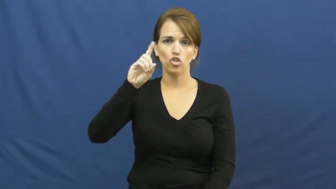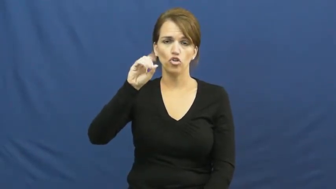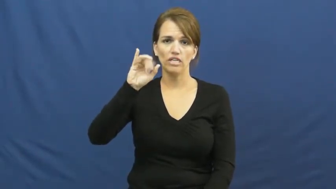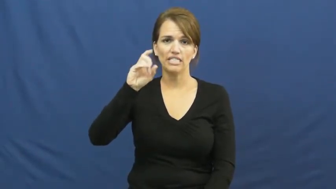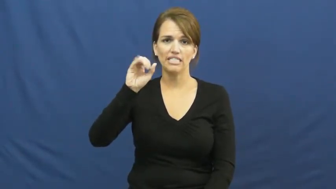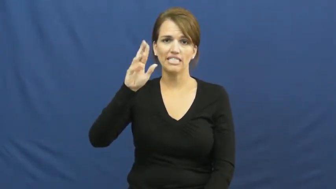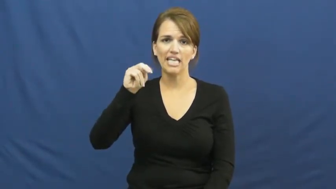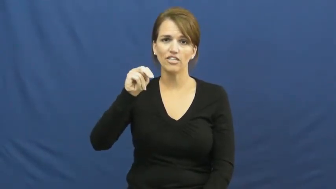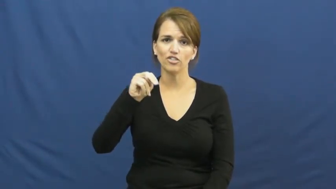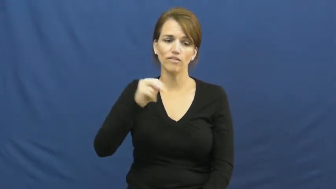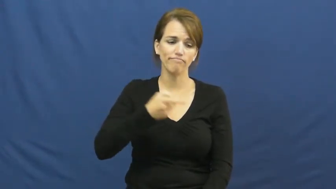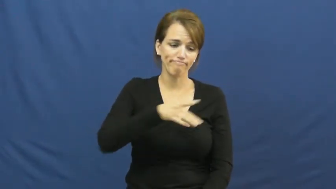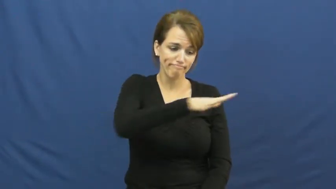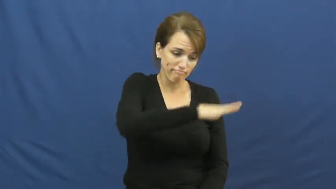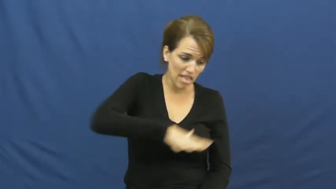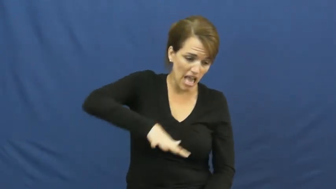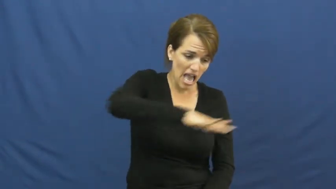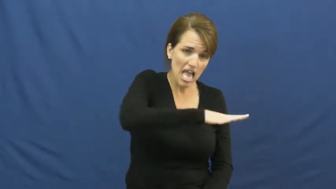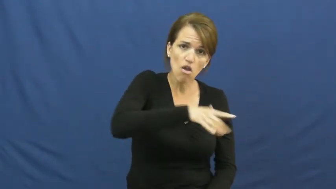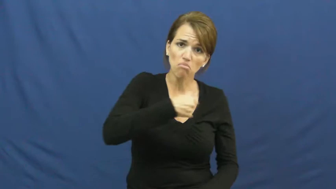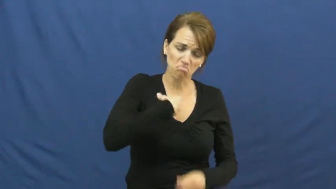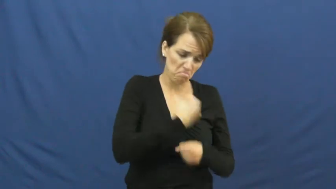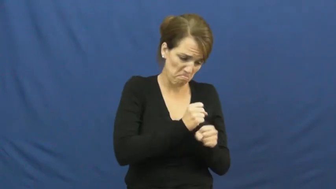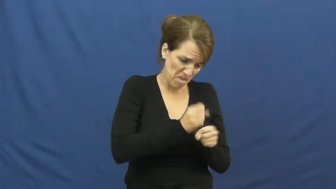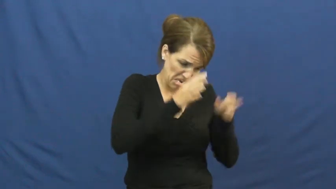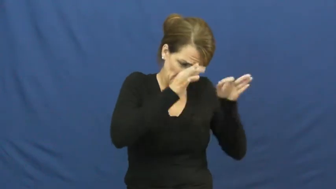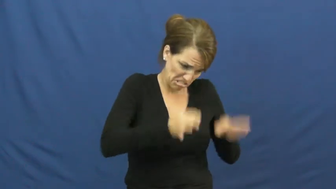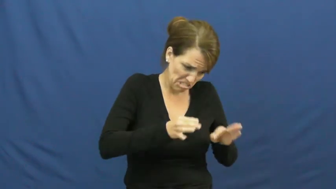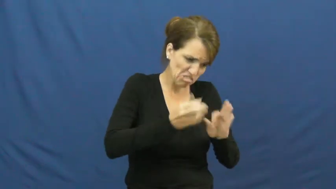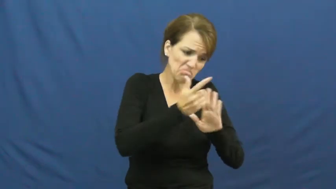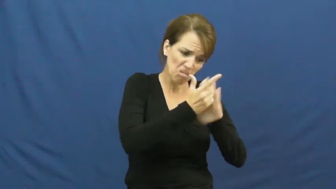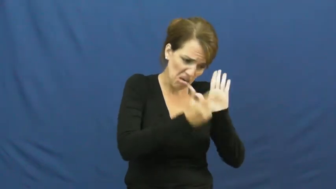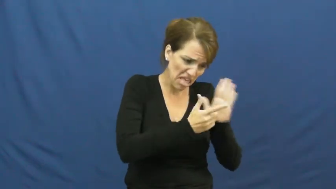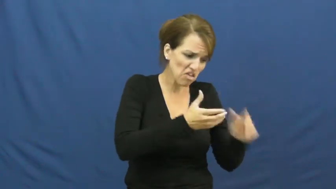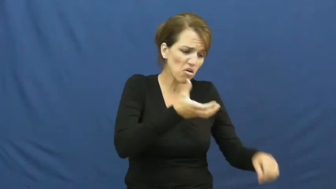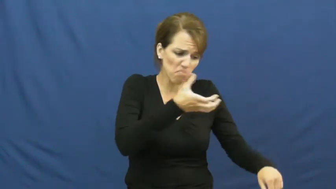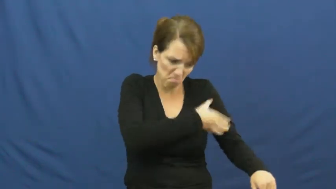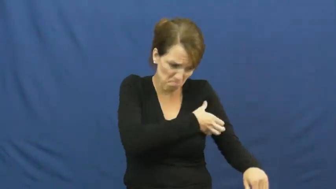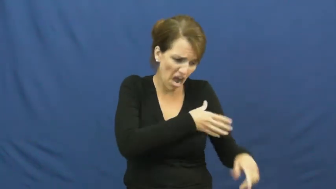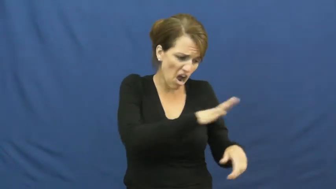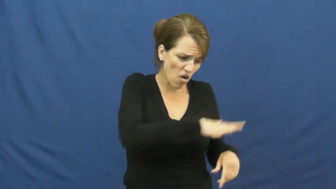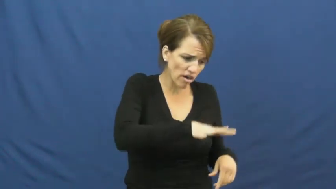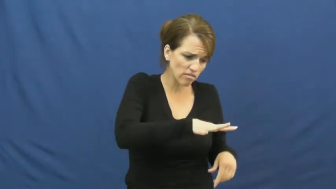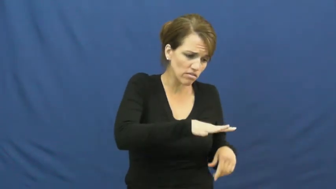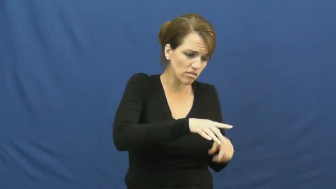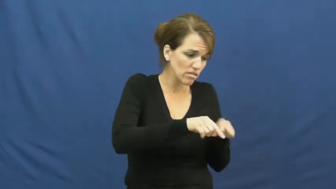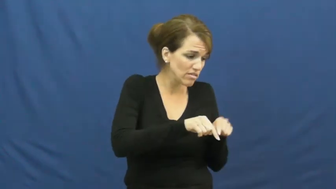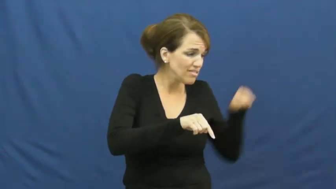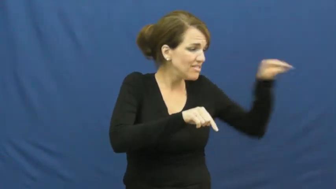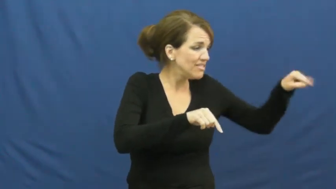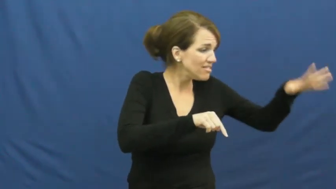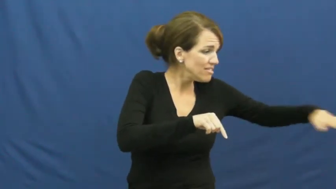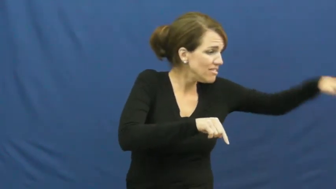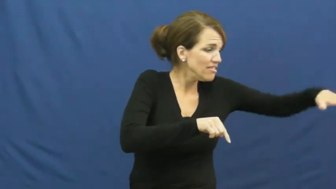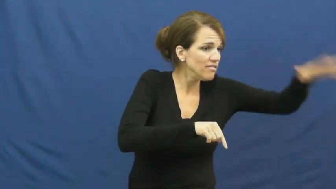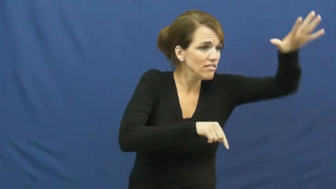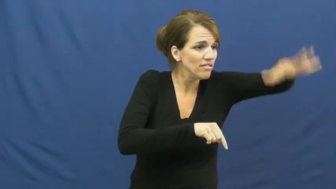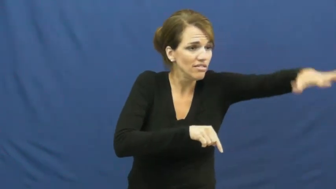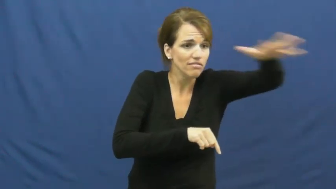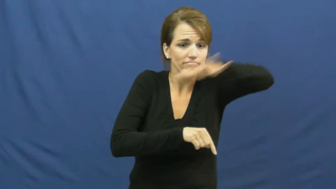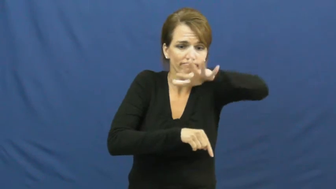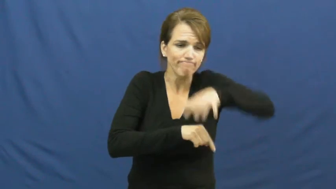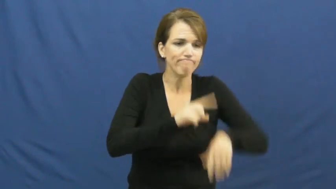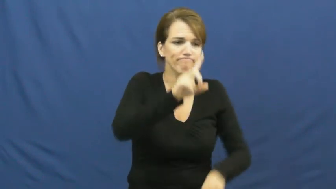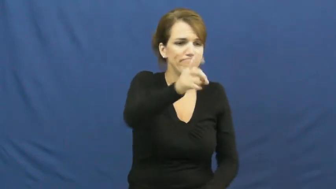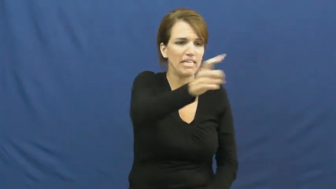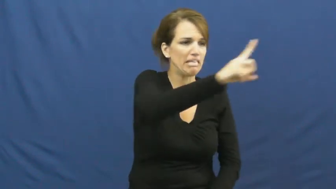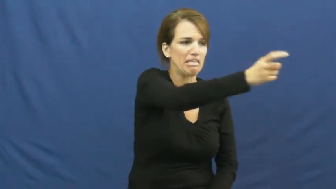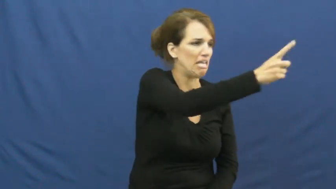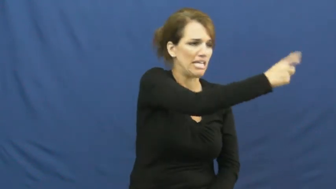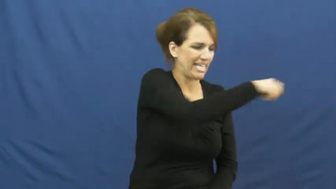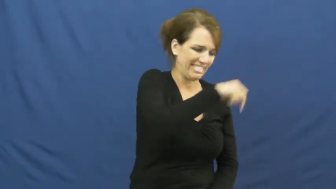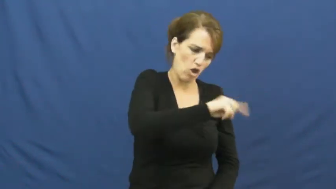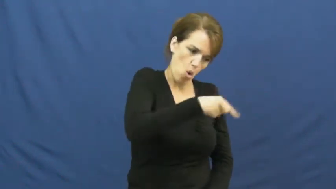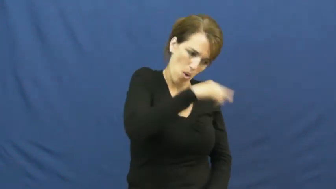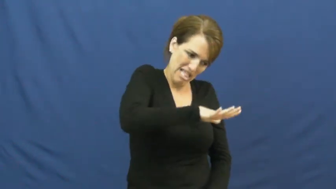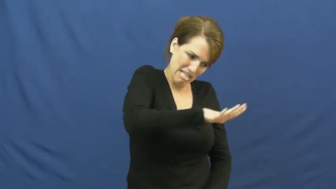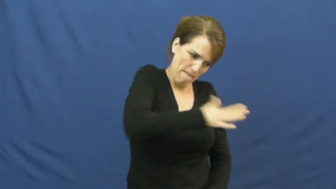jurisdicition